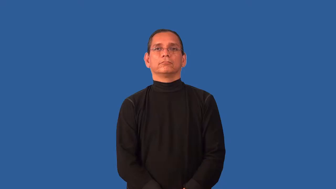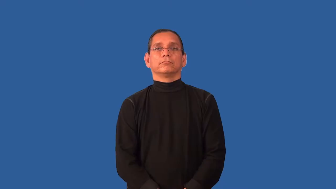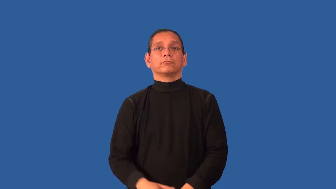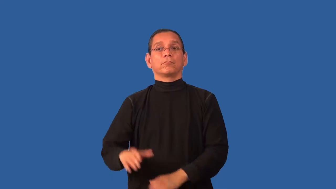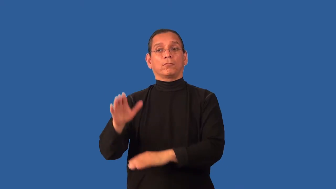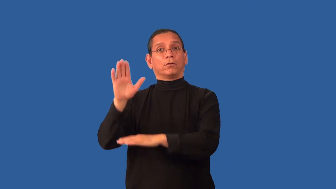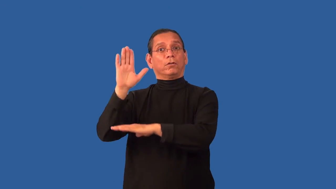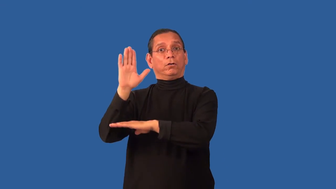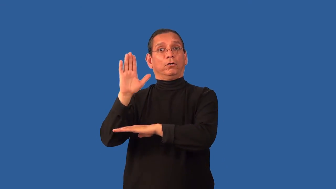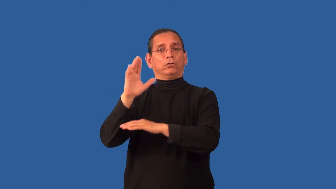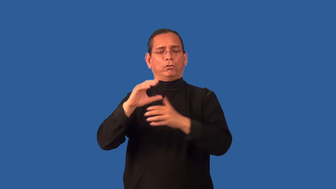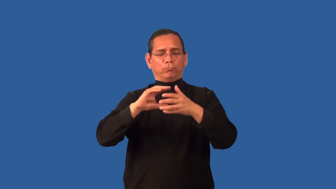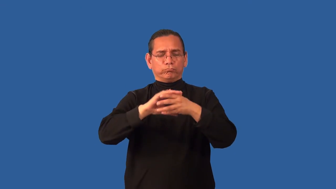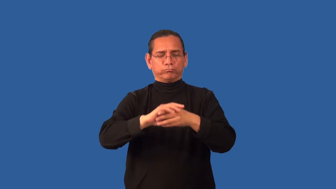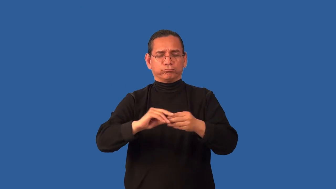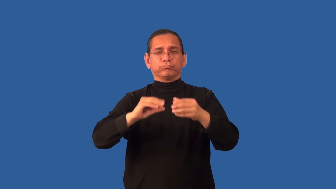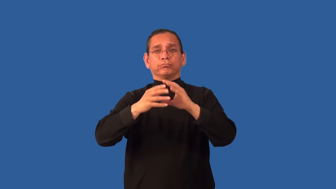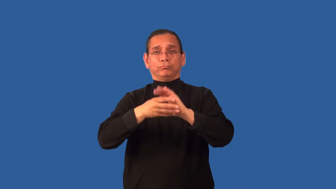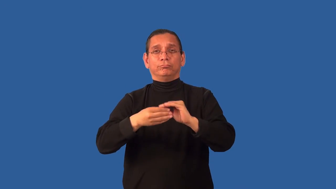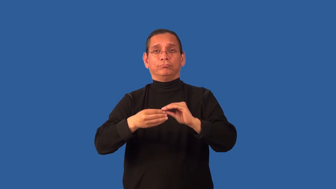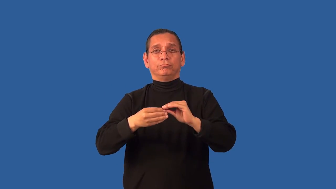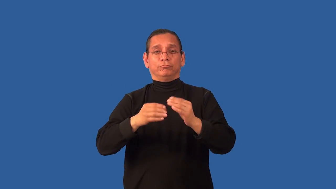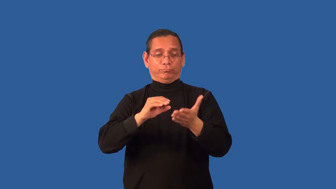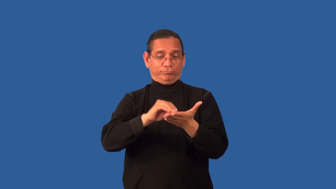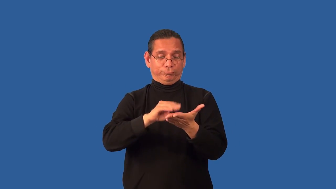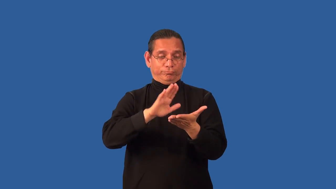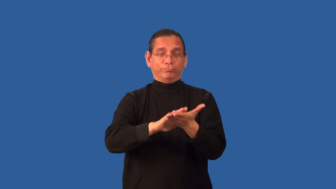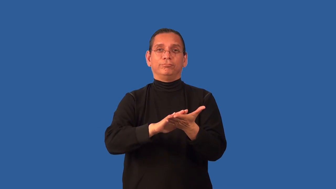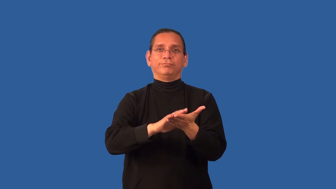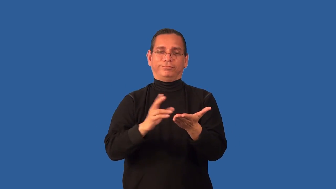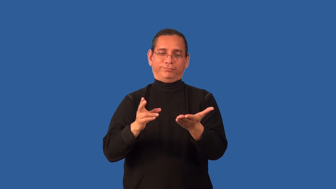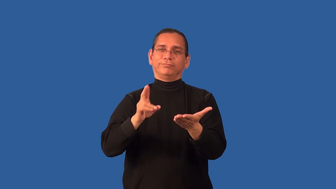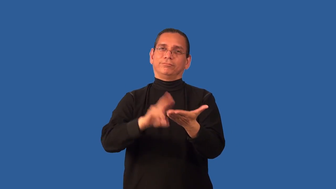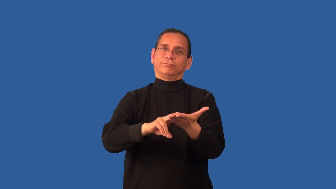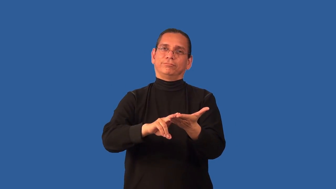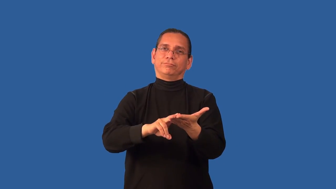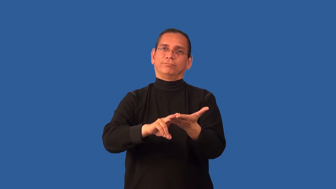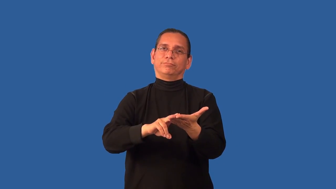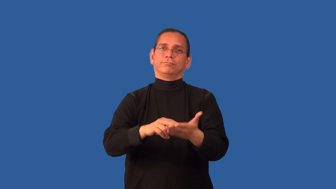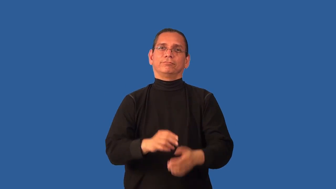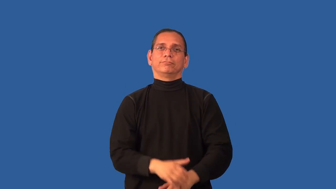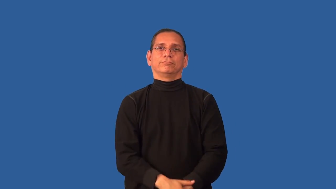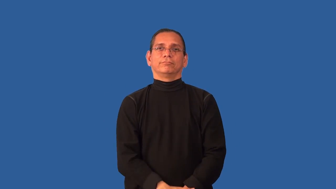affidavit